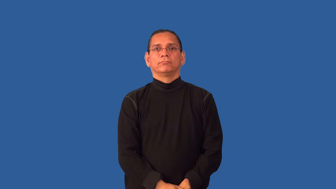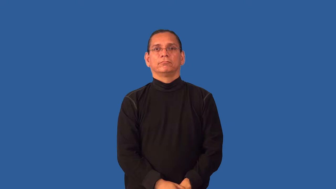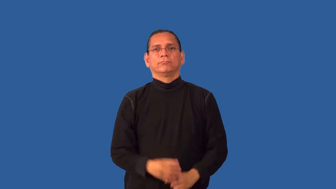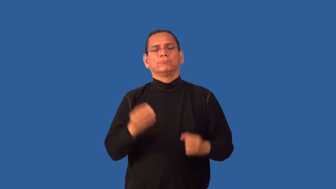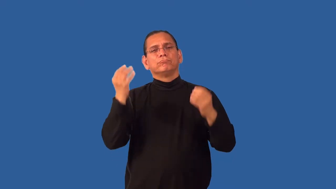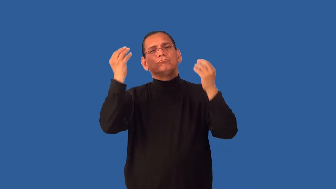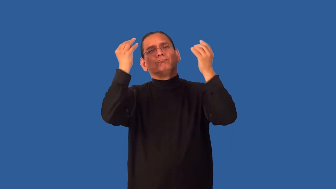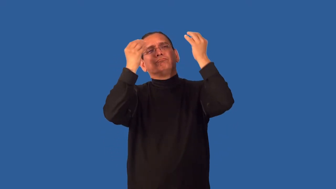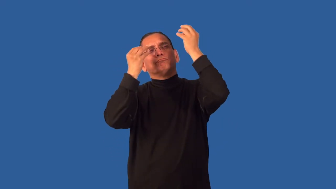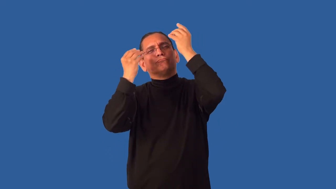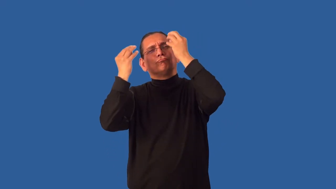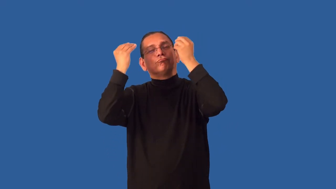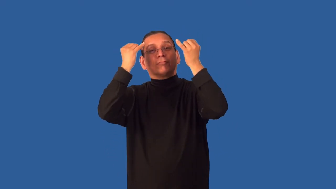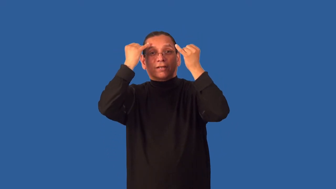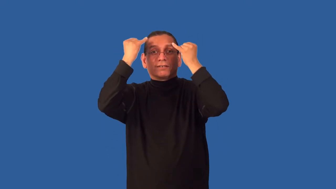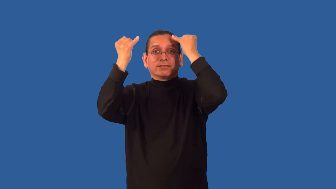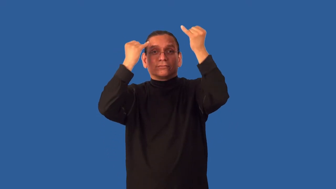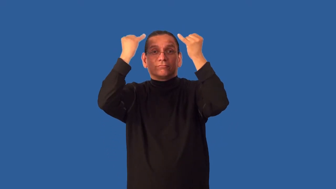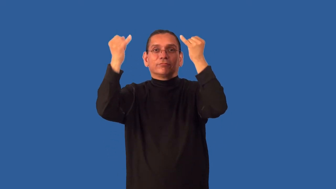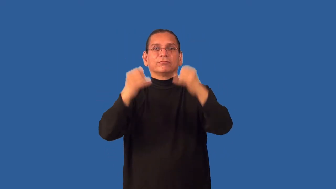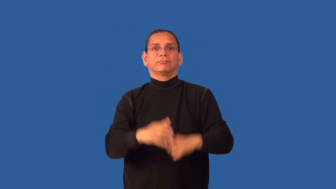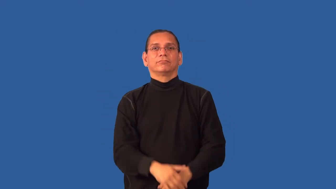grope-search for idea